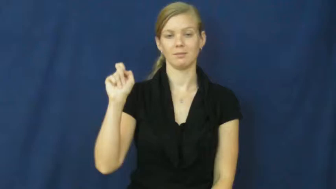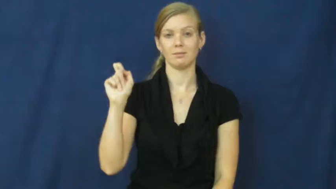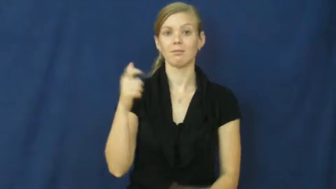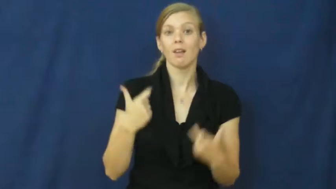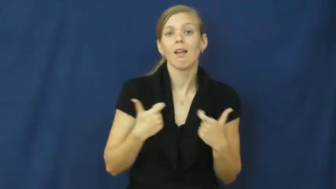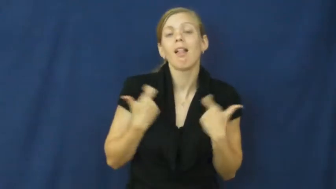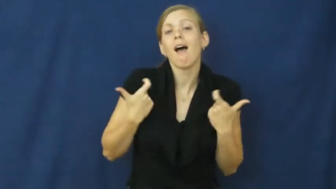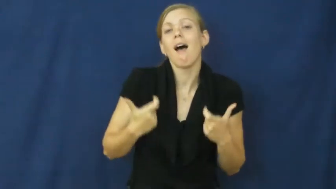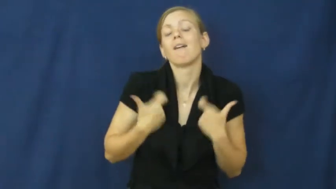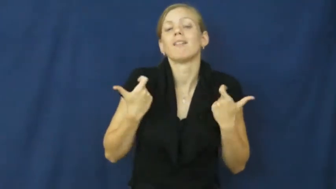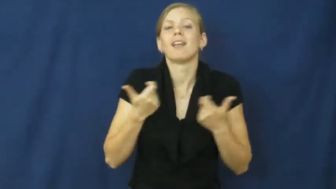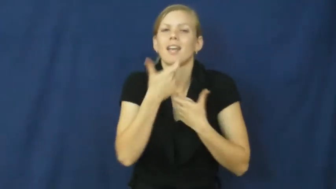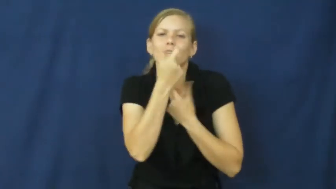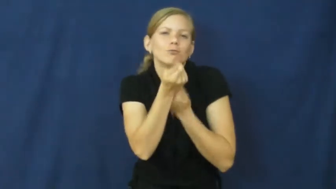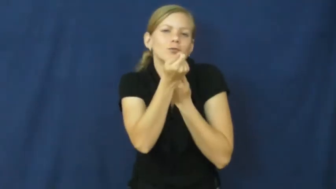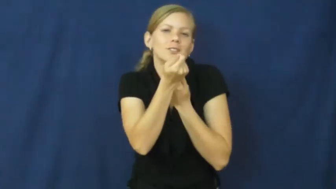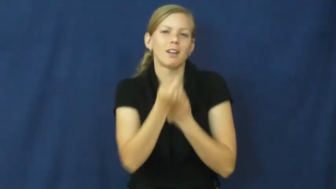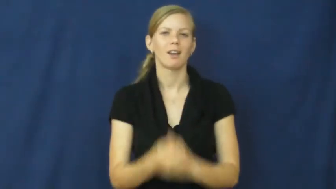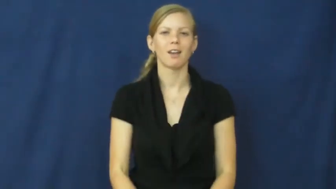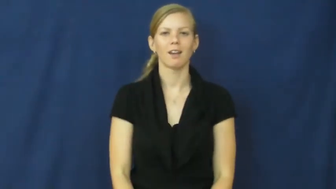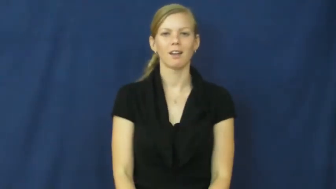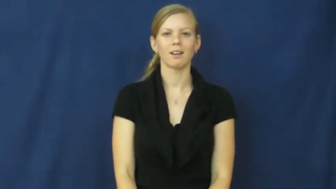sparkle,lively,bubbly,perky,pert,chipper,esprit,peppy,sparky,vibrant,bright